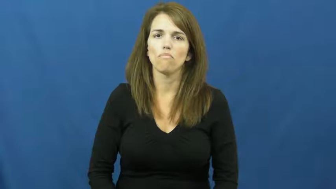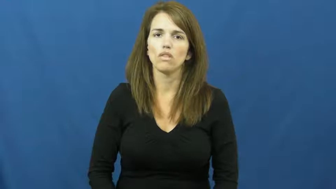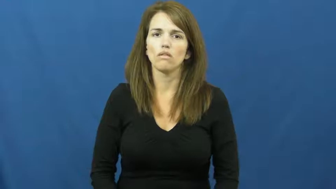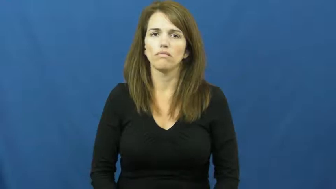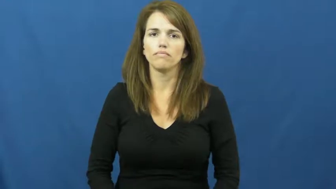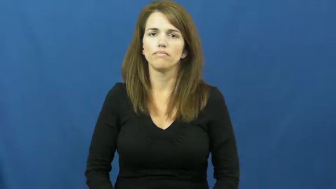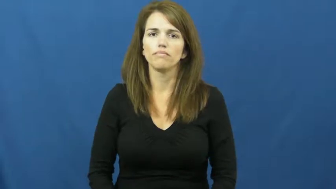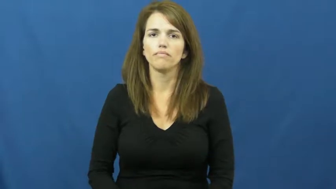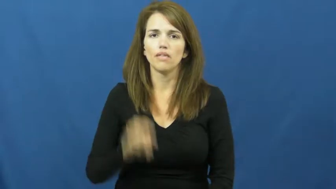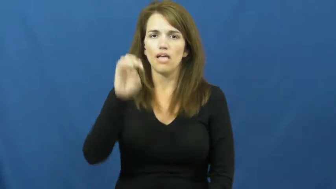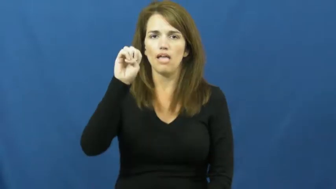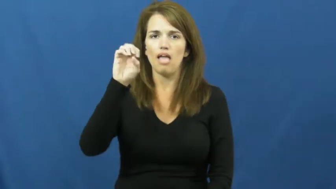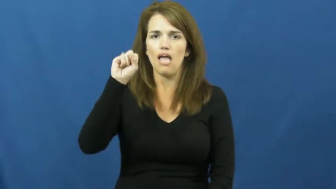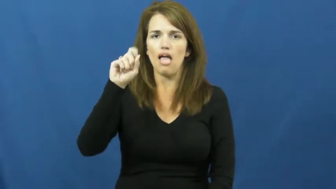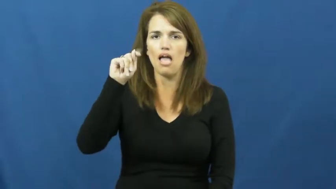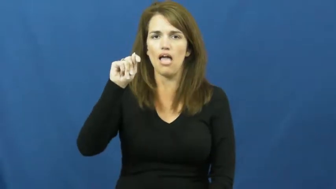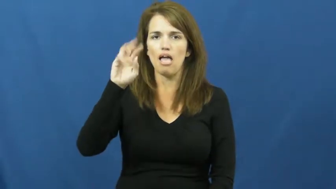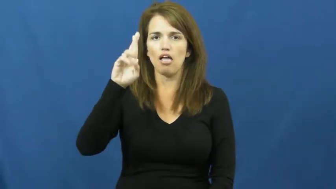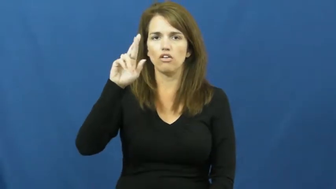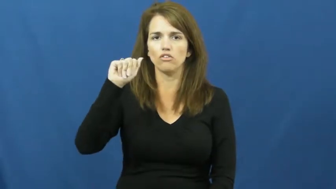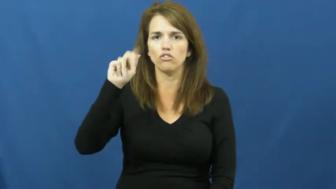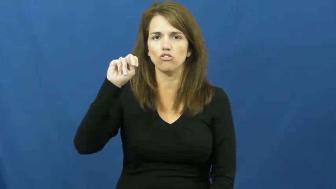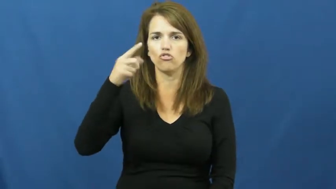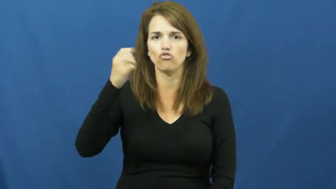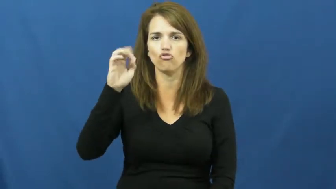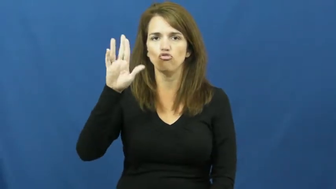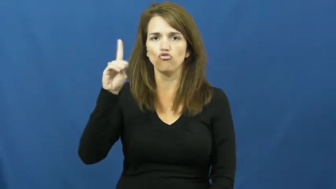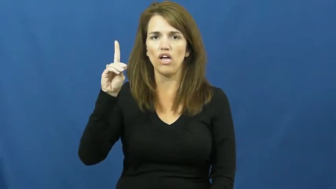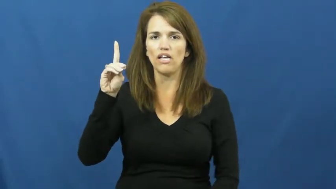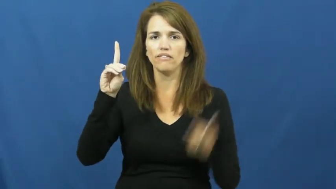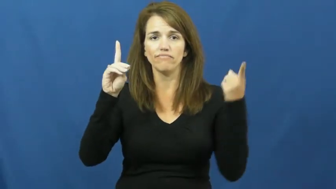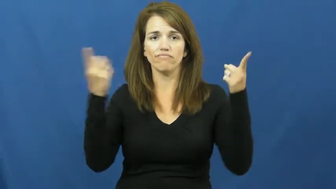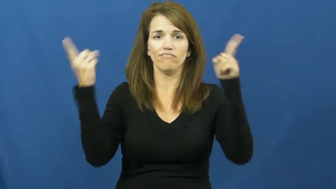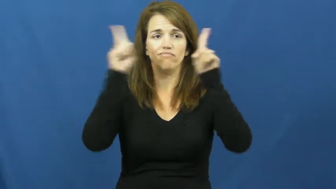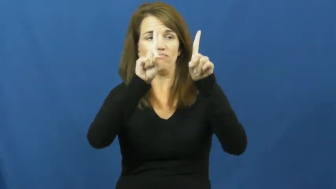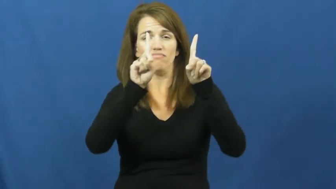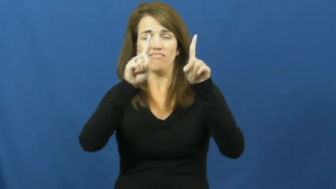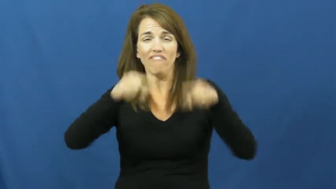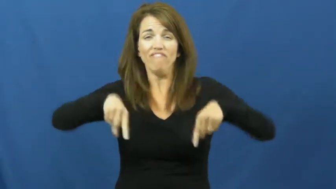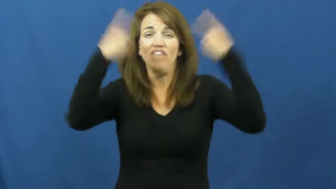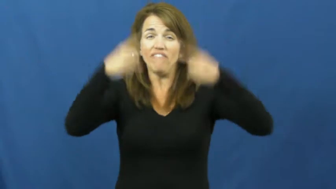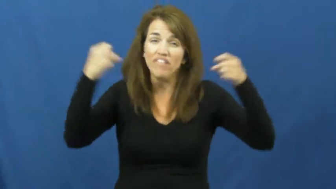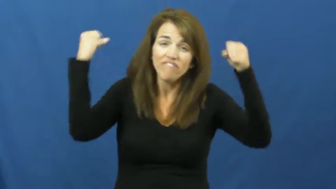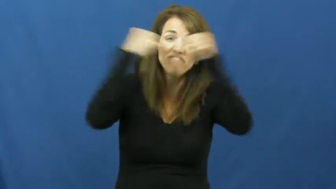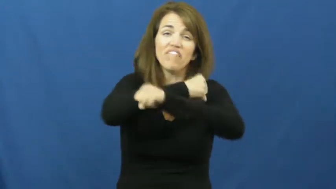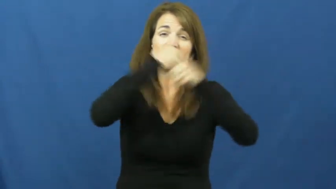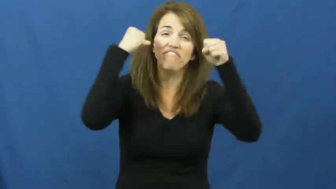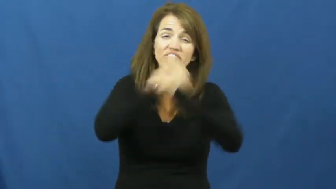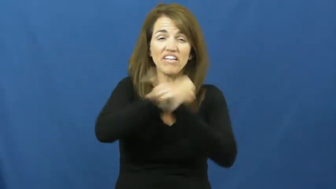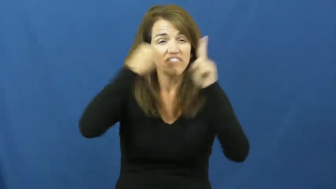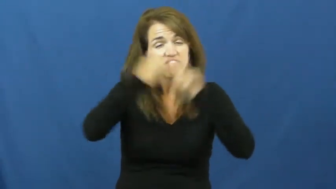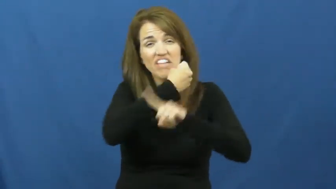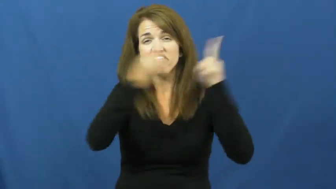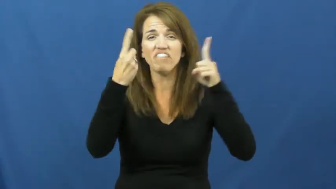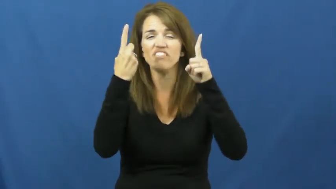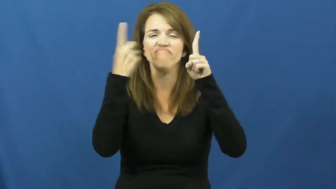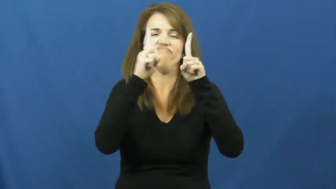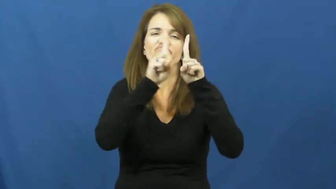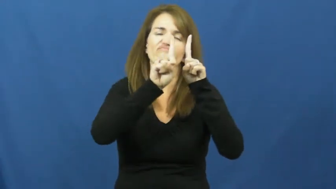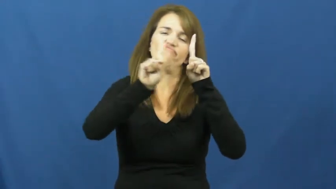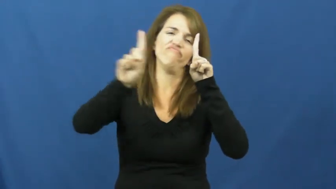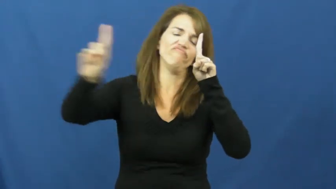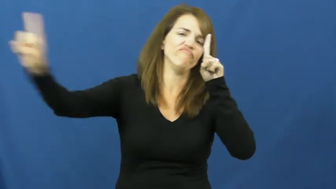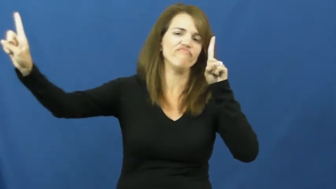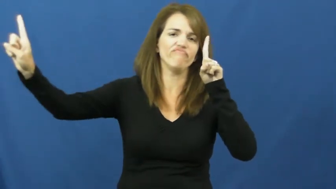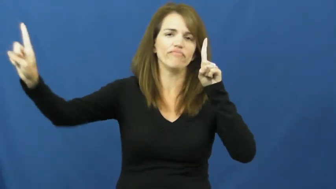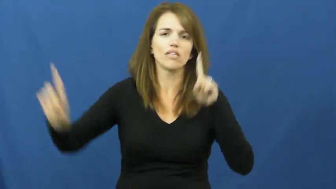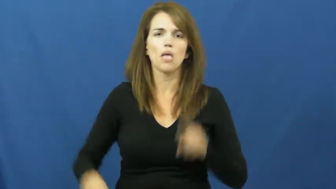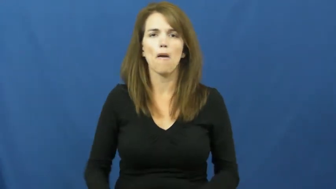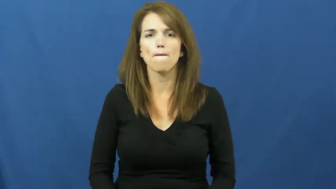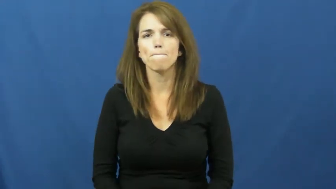estranaged